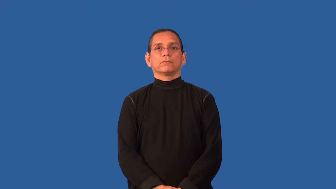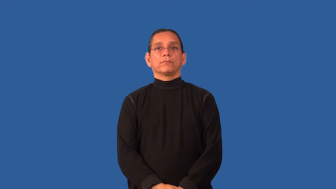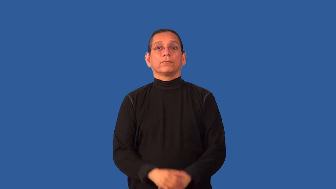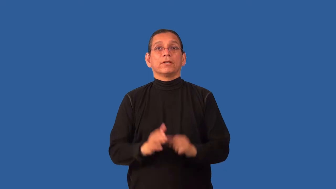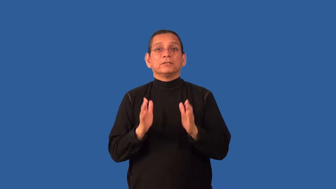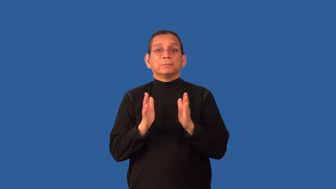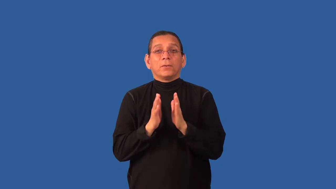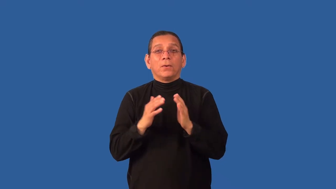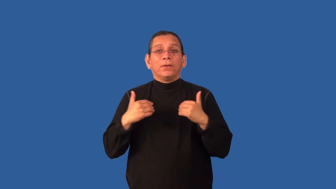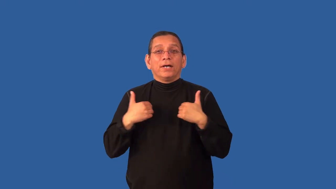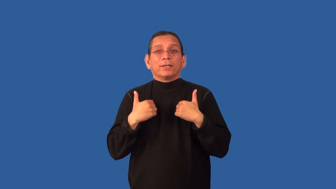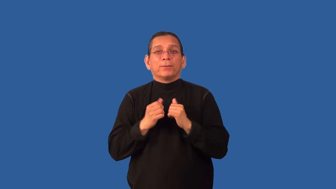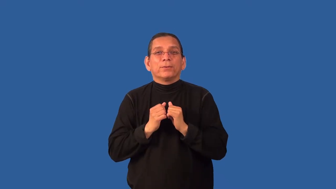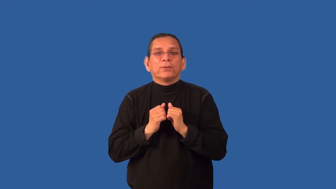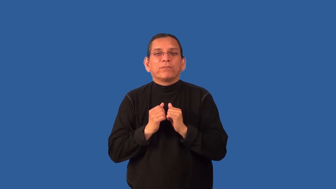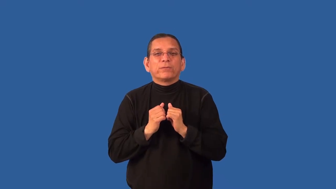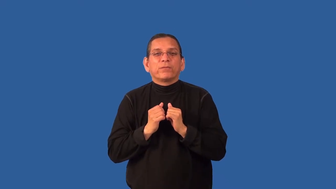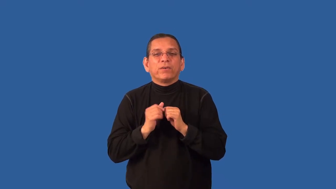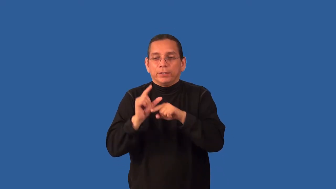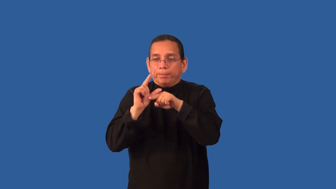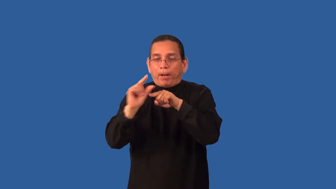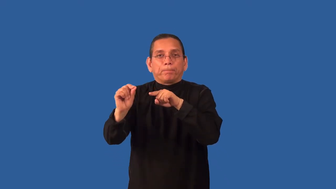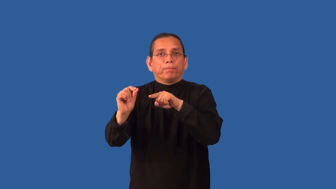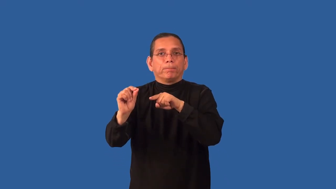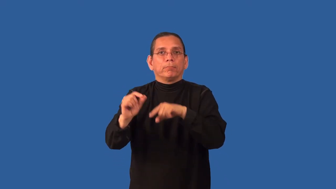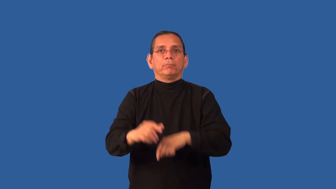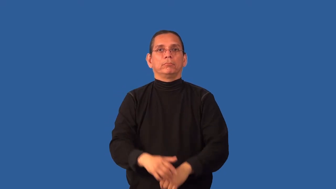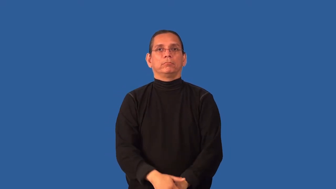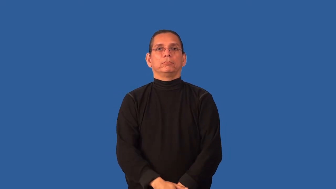chipmunk